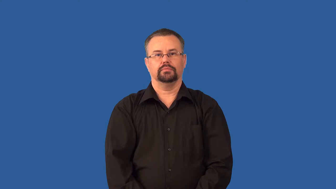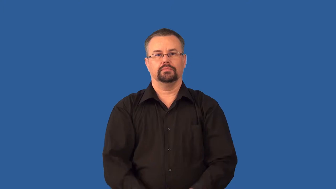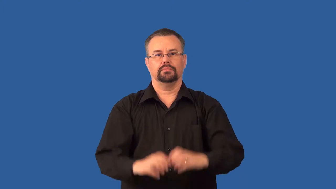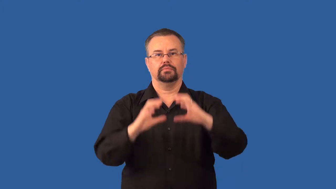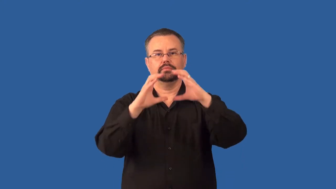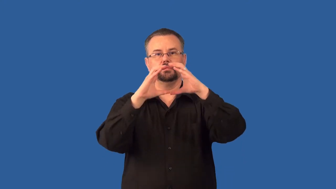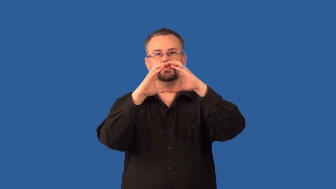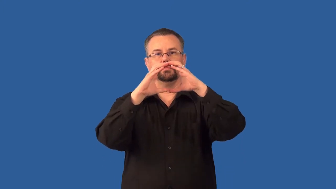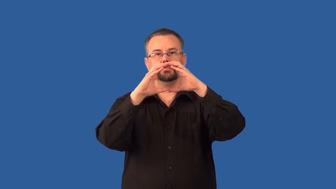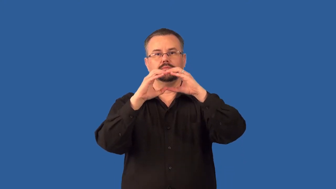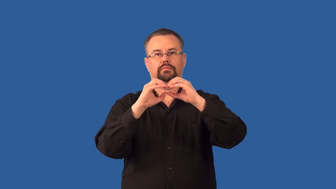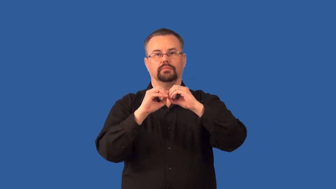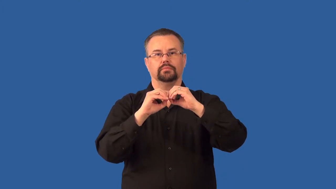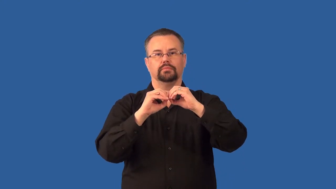telophase